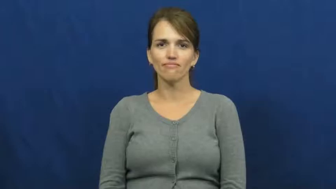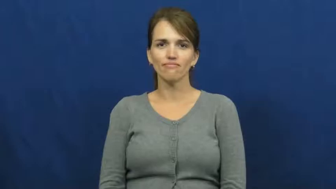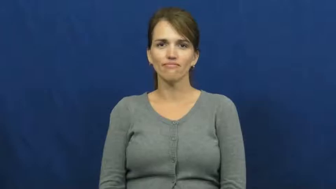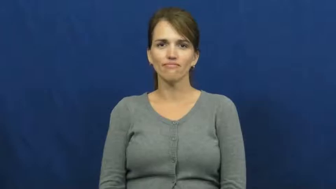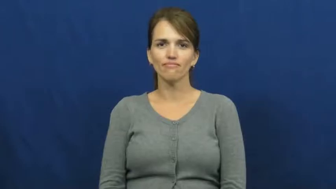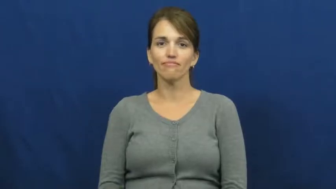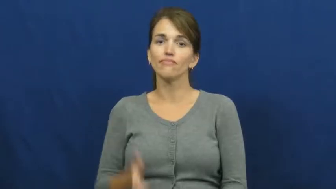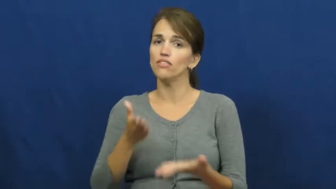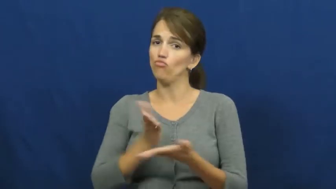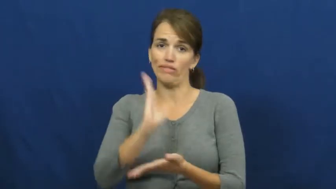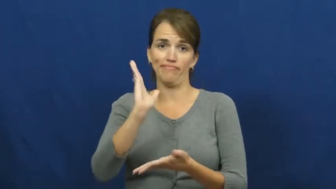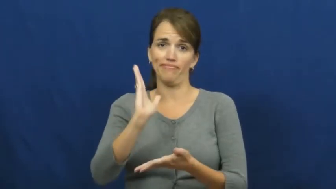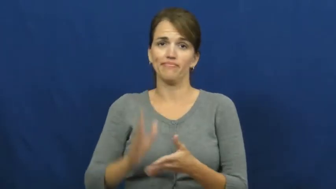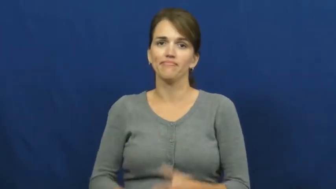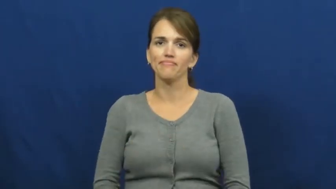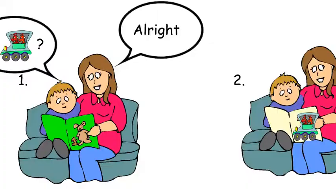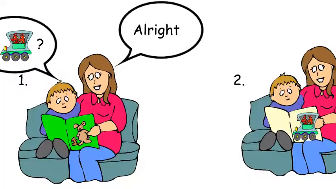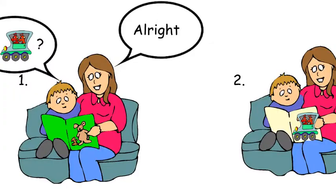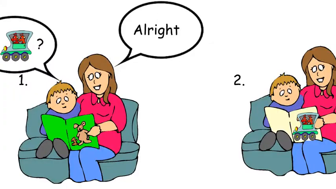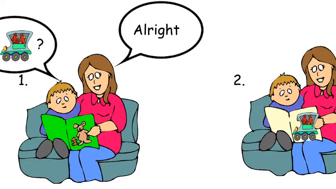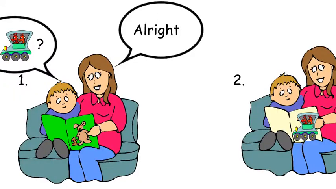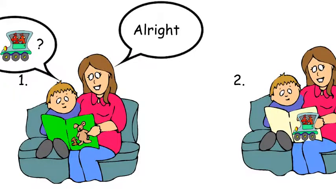alright-allow